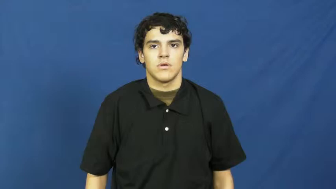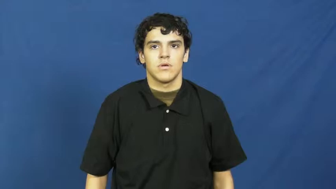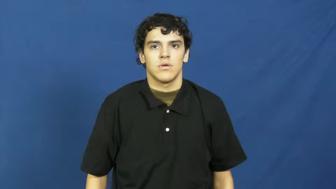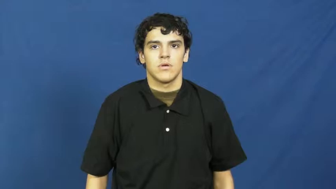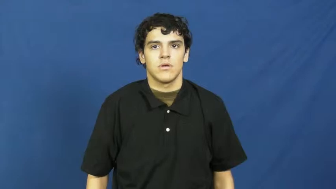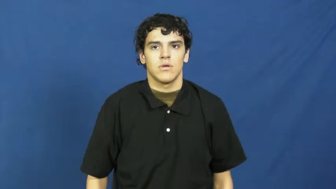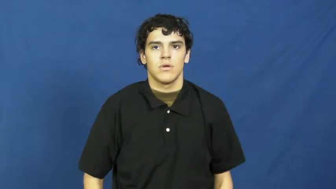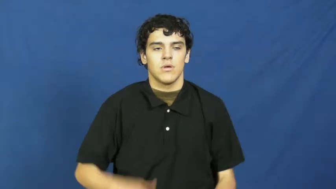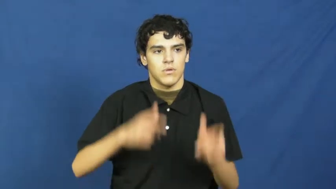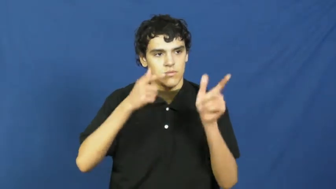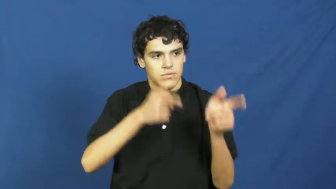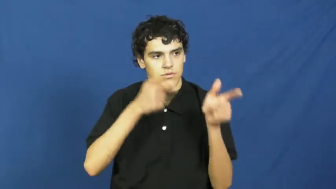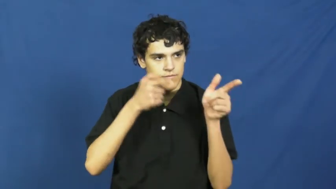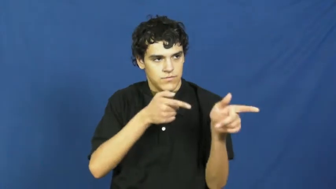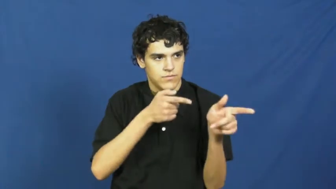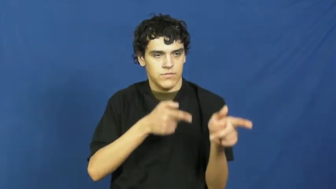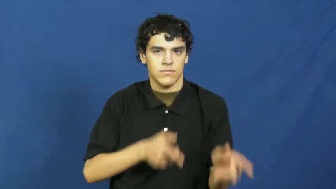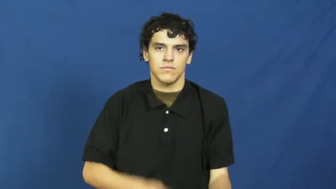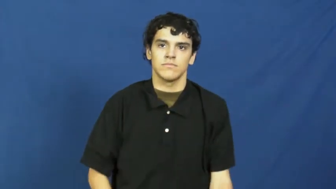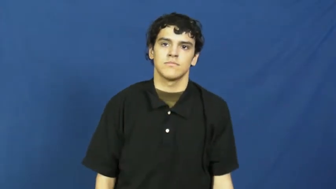rifle